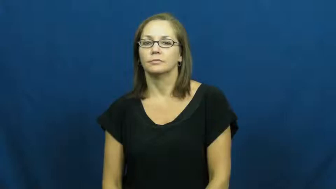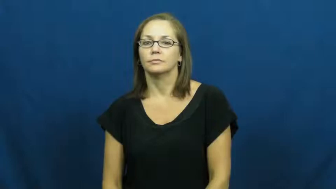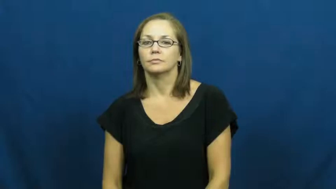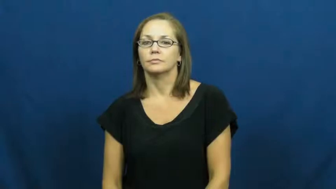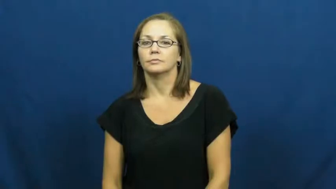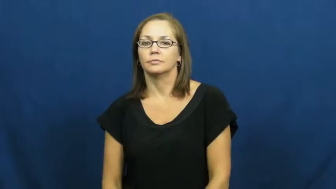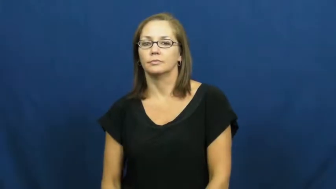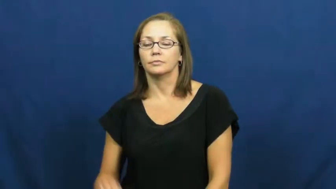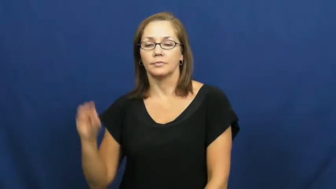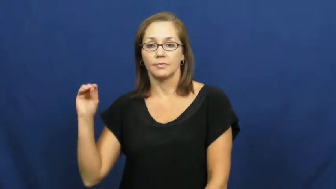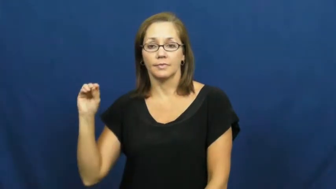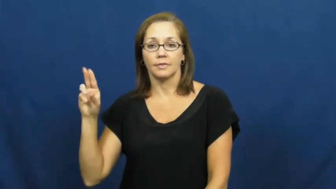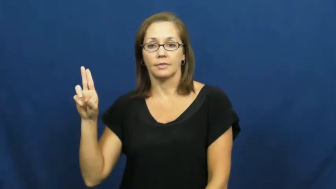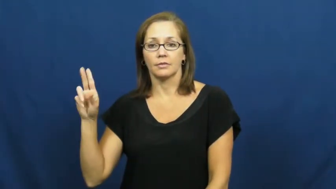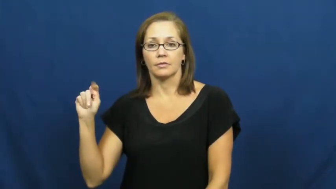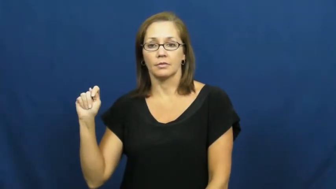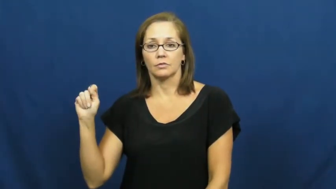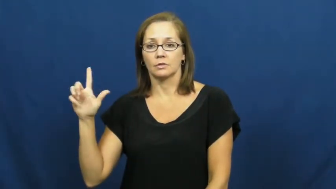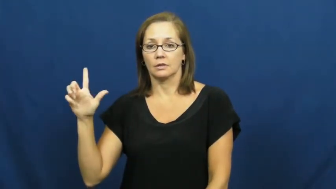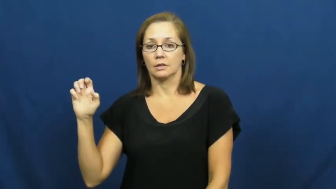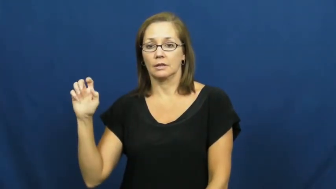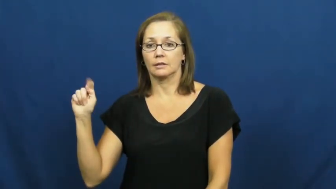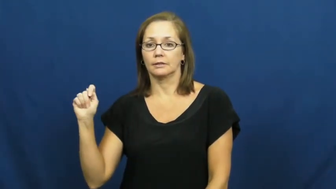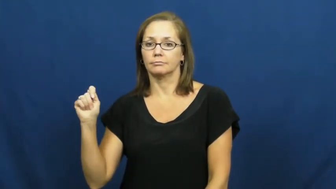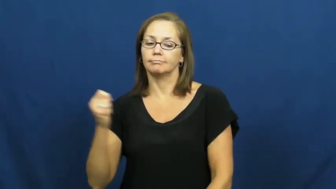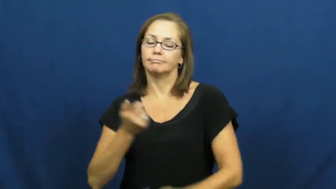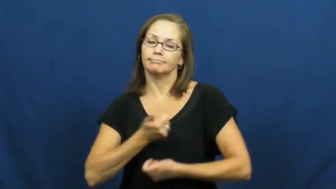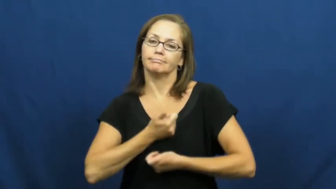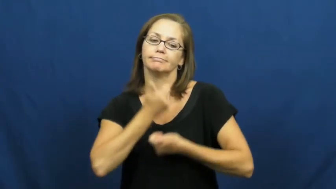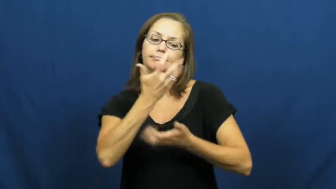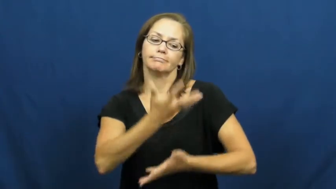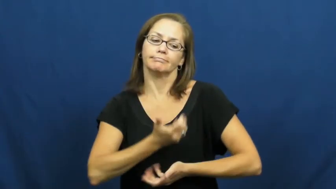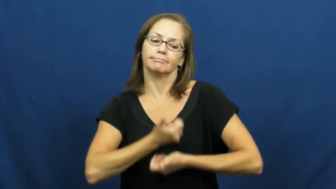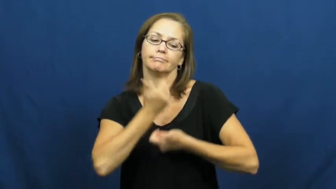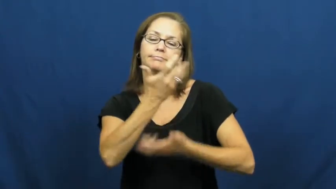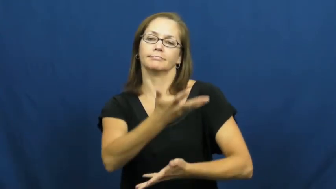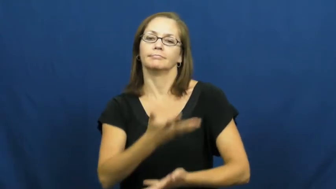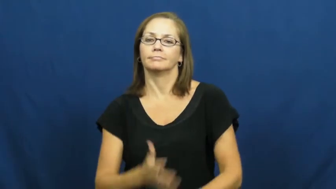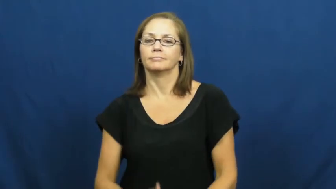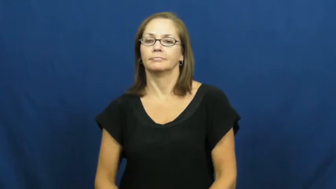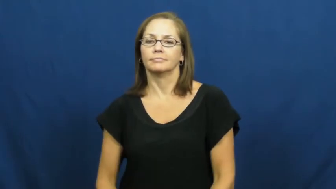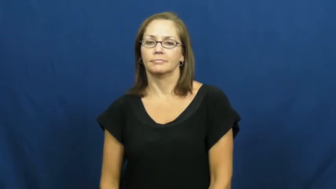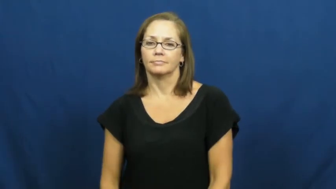outlet-emotions